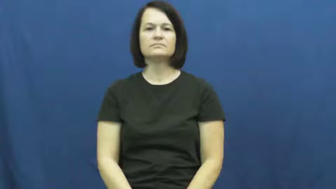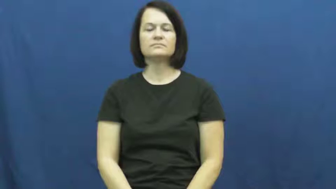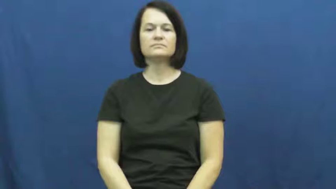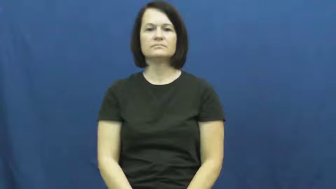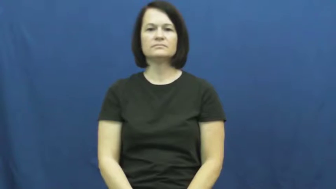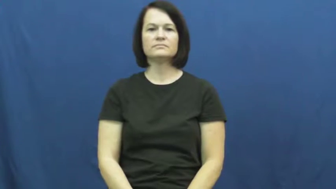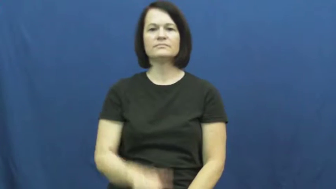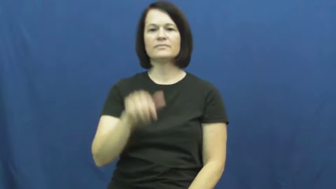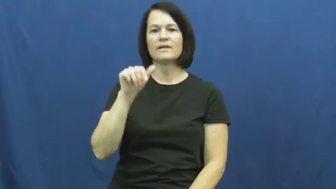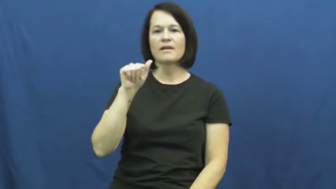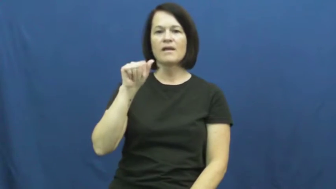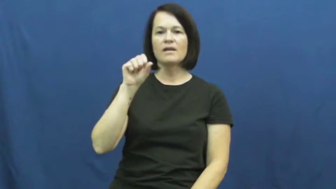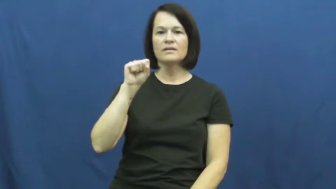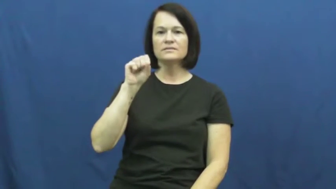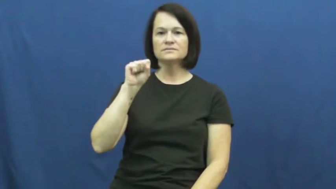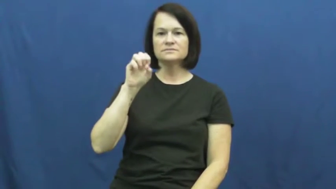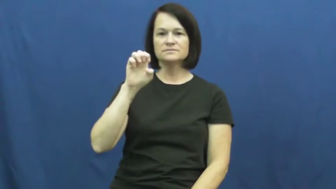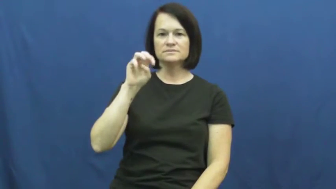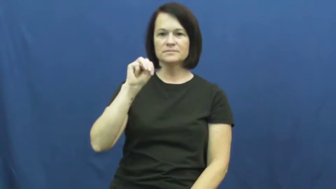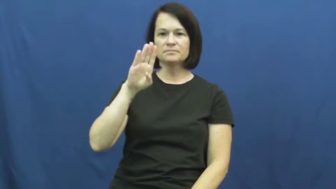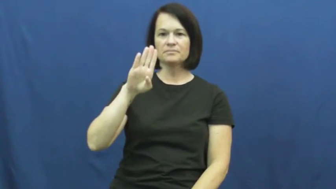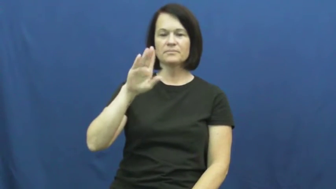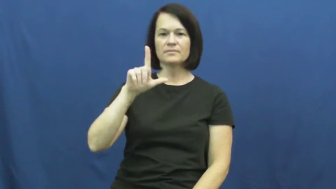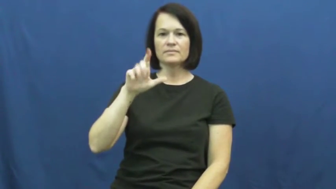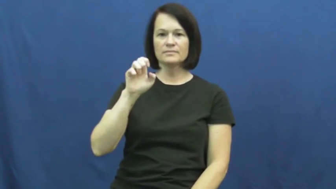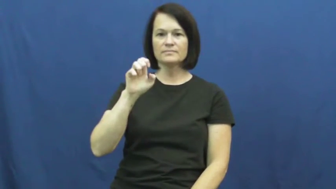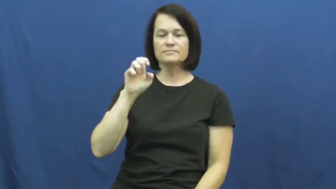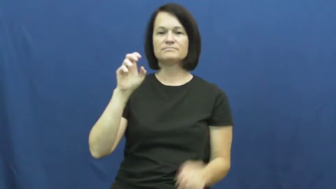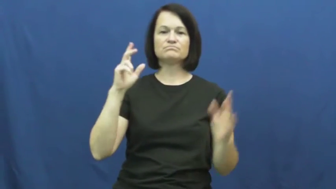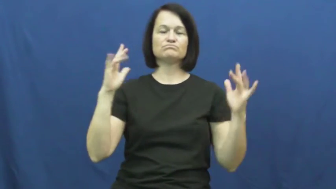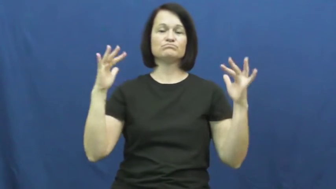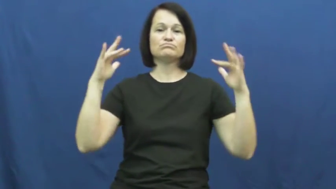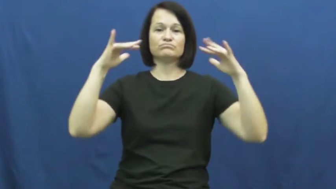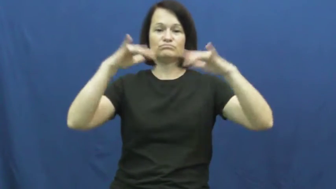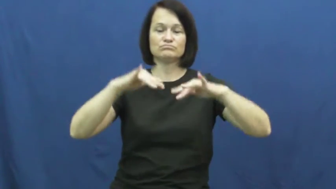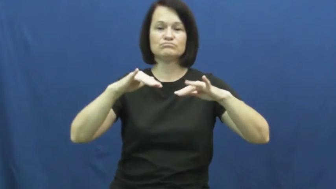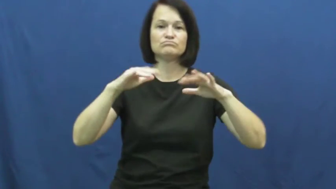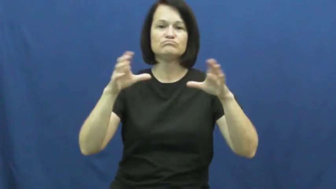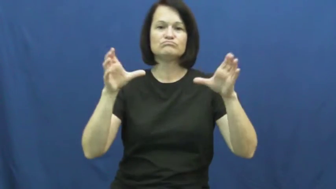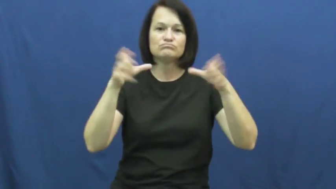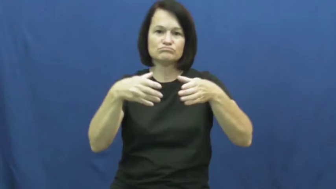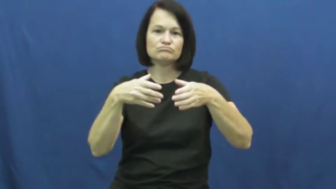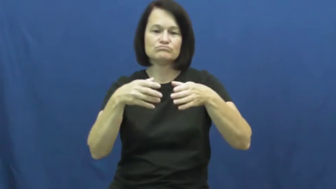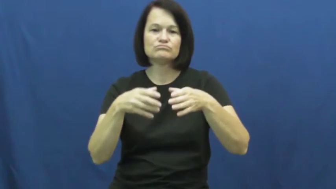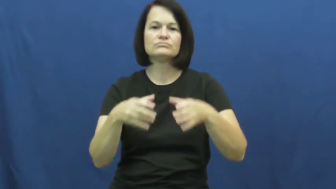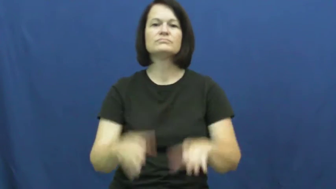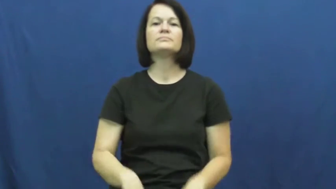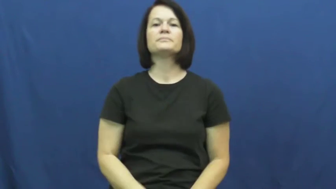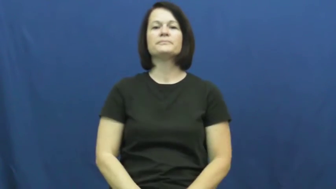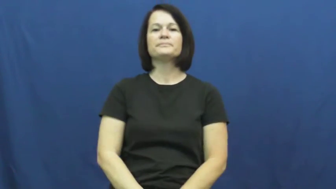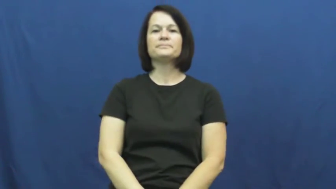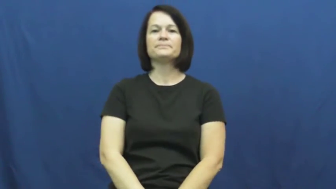swarm